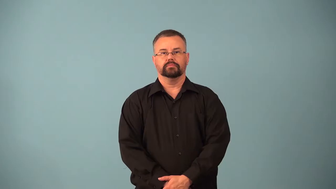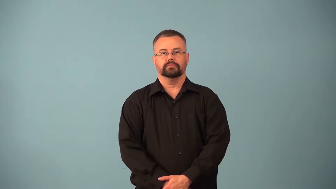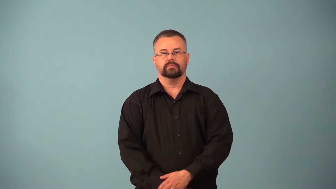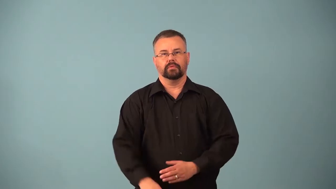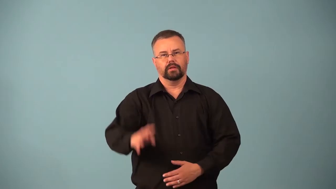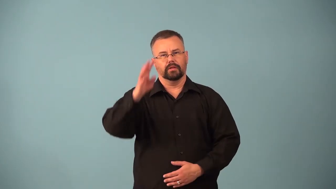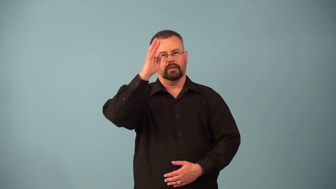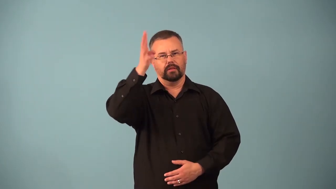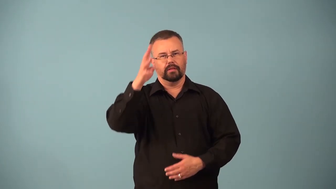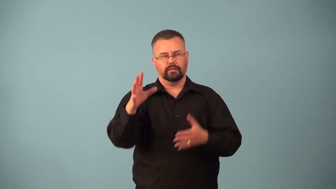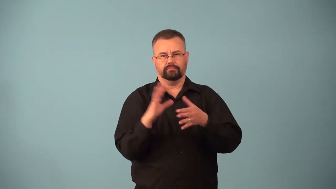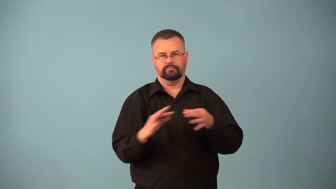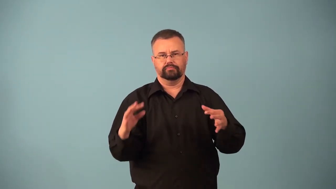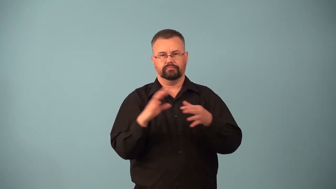apocryphal